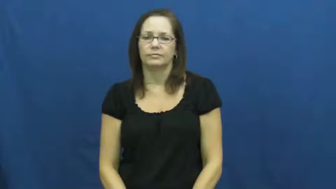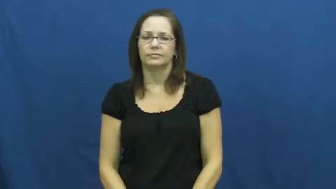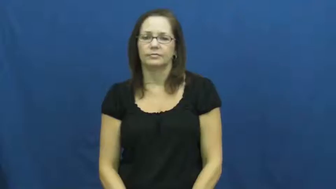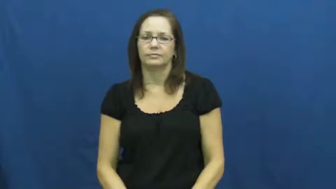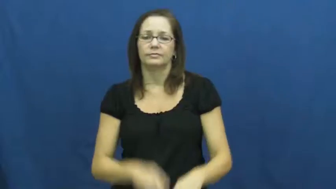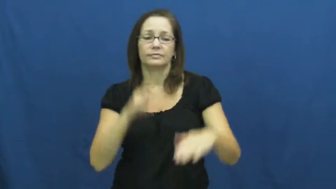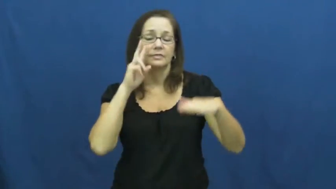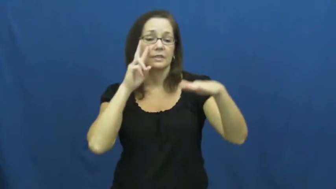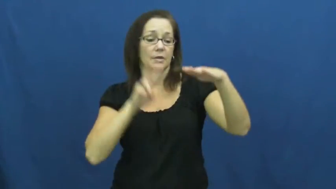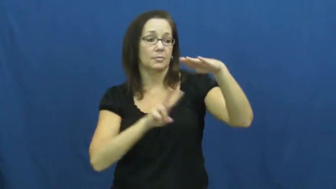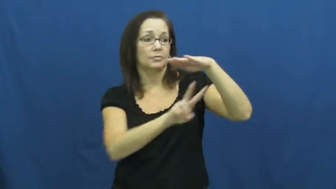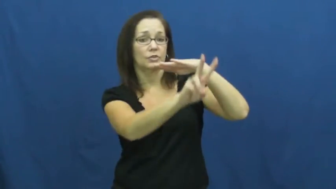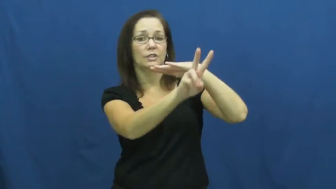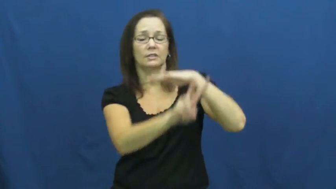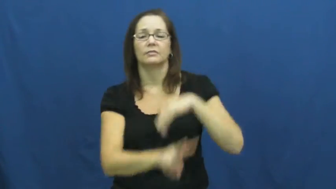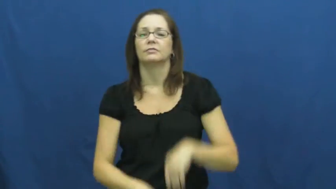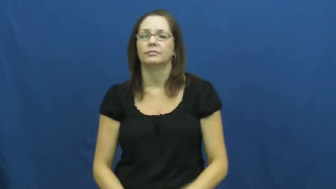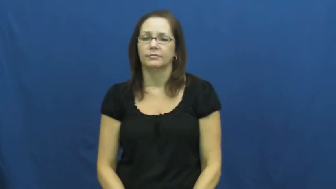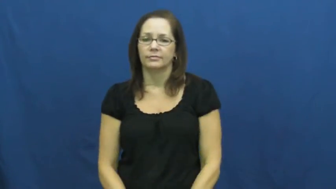prophesy,outlook,soothsaying,prevision,divine